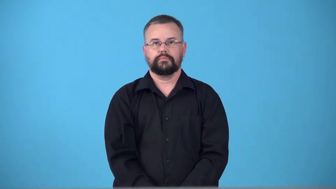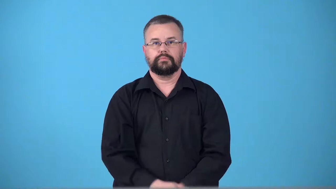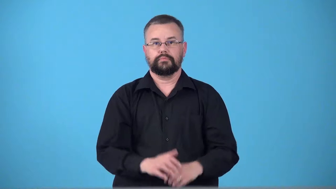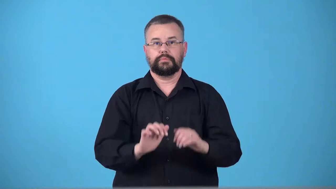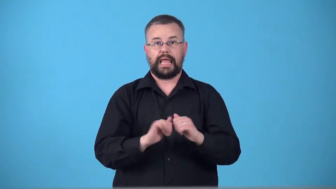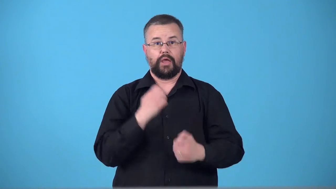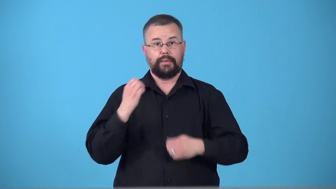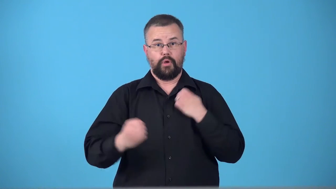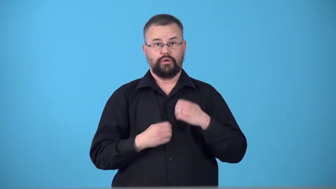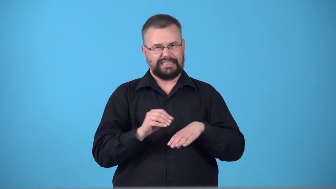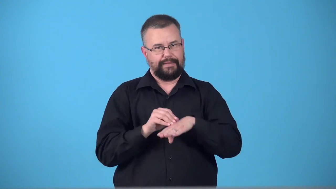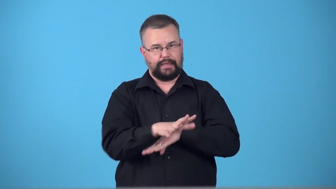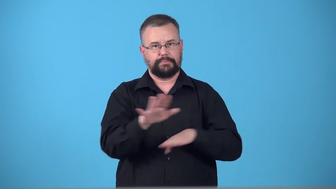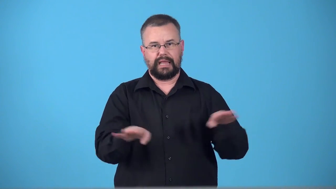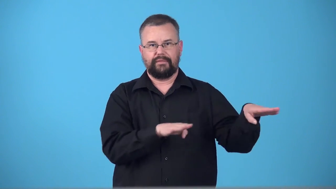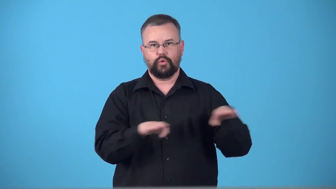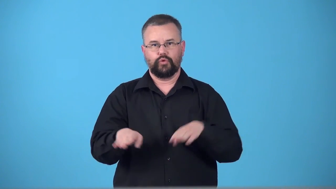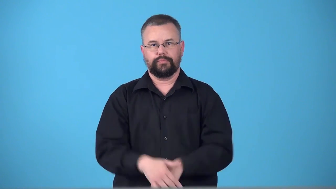temperament